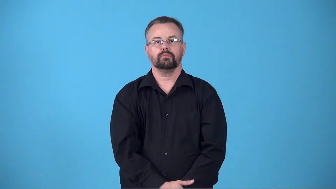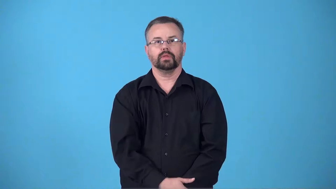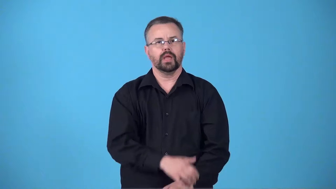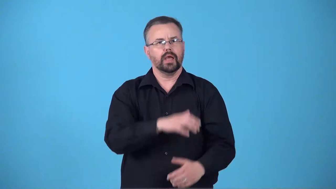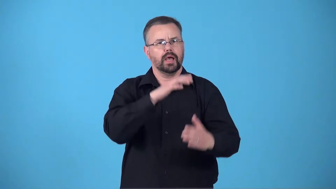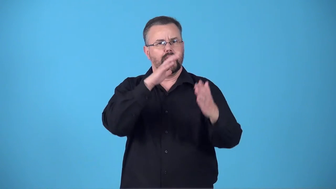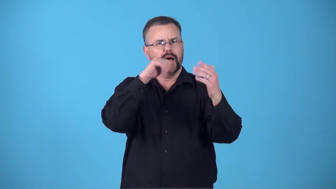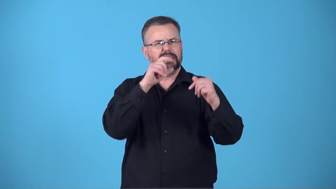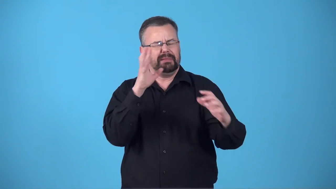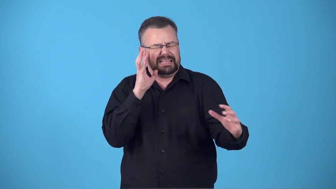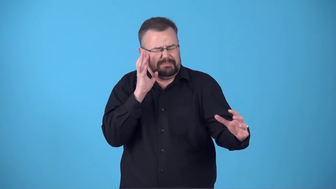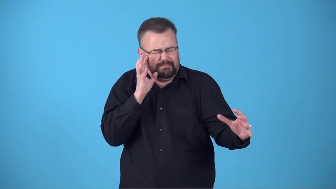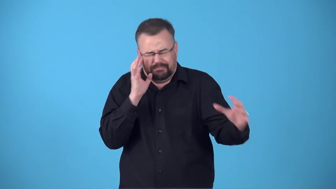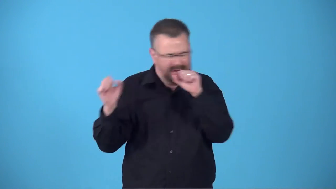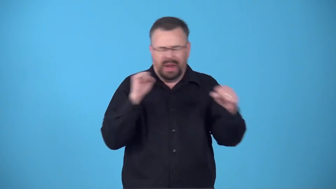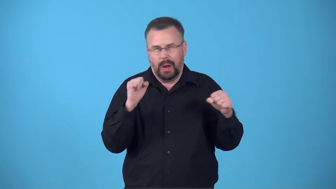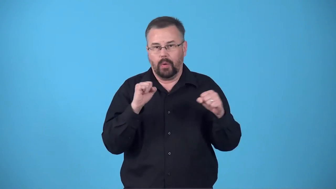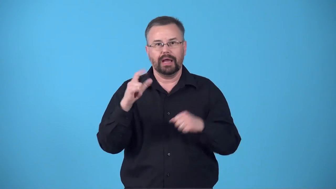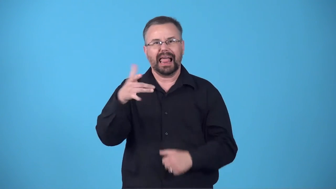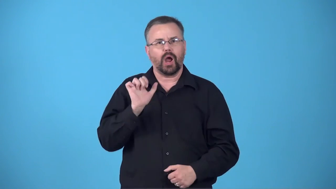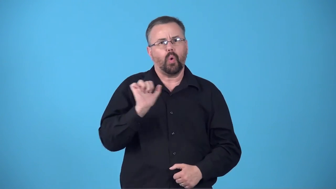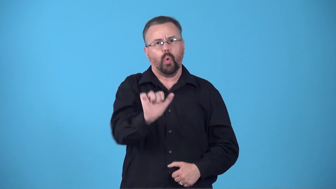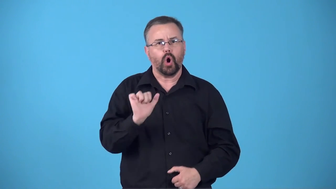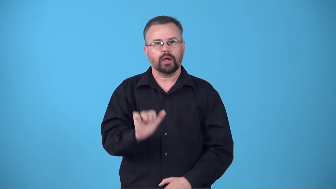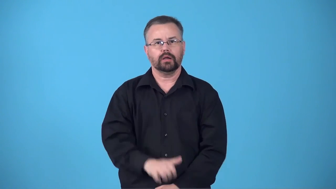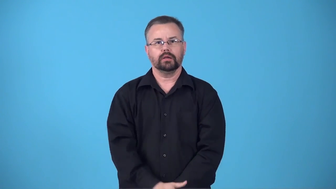blast-make loud sound